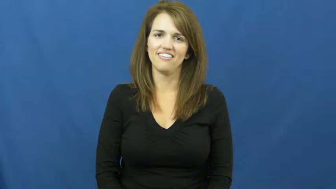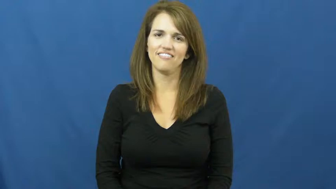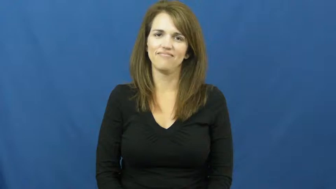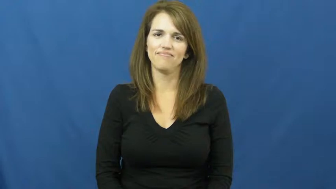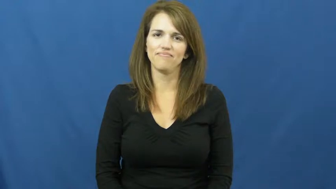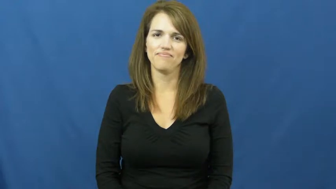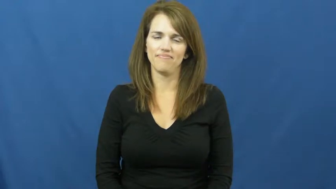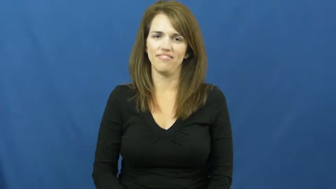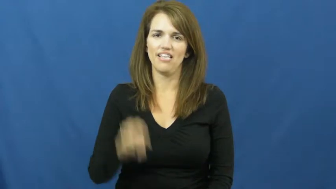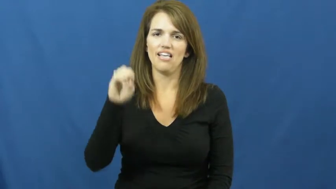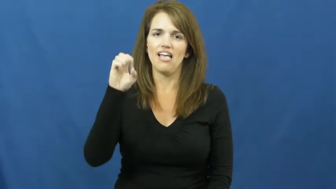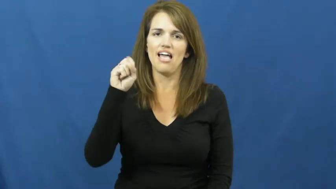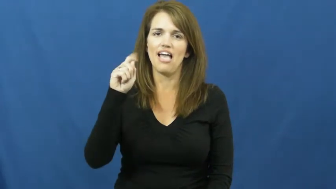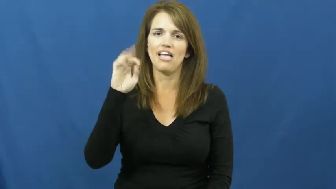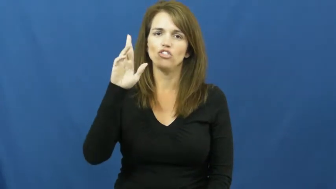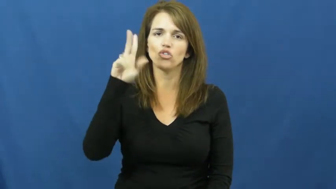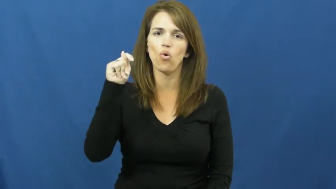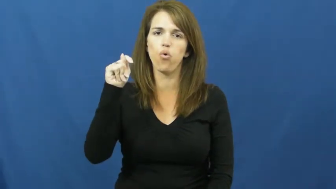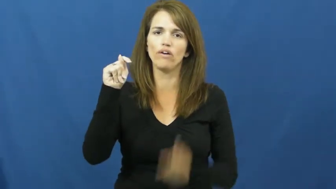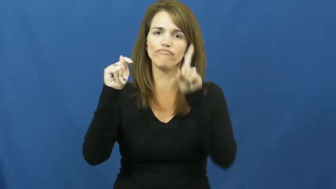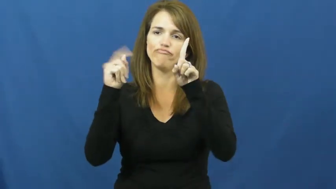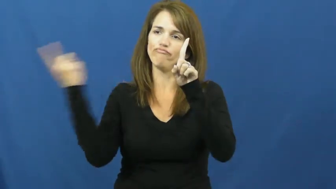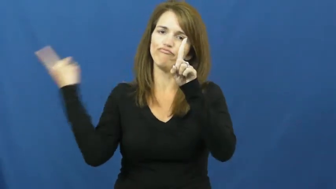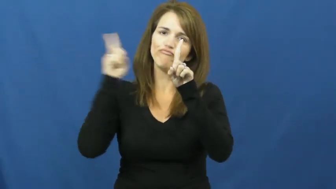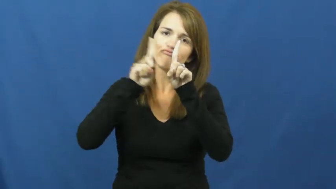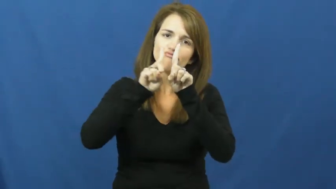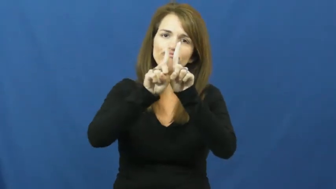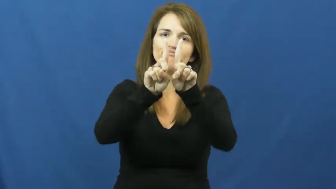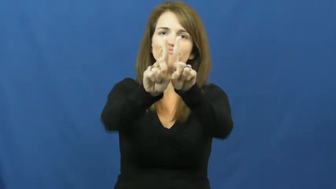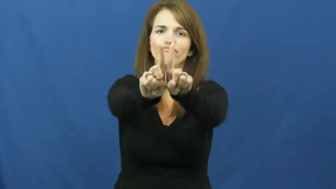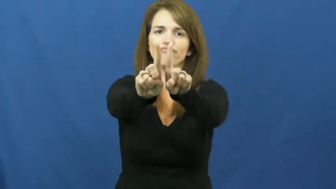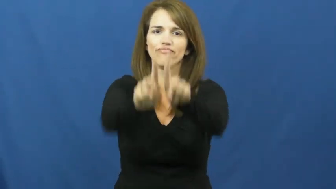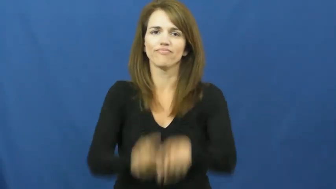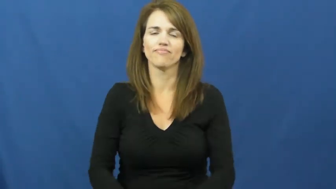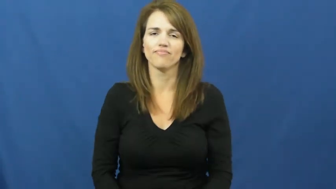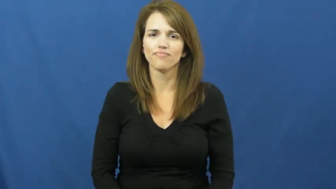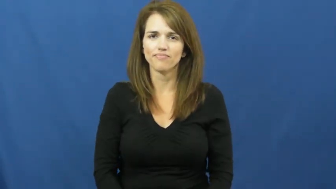escort